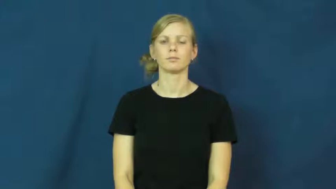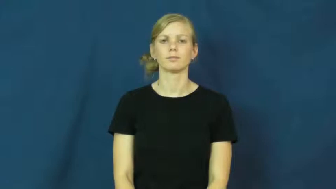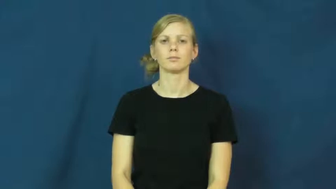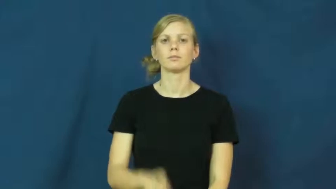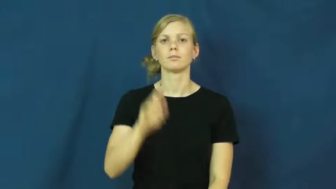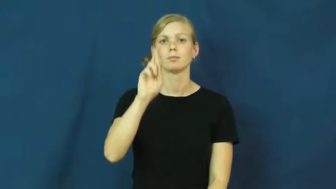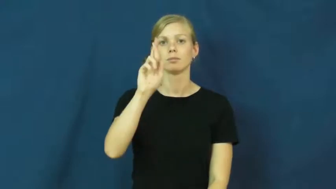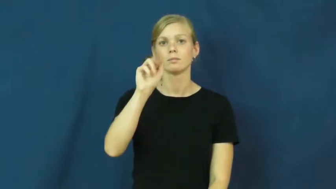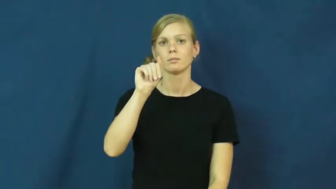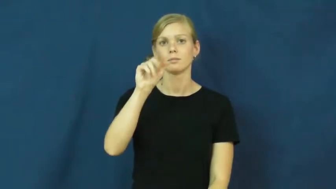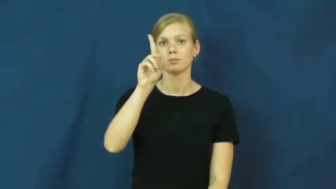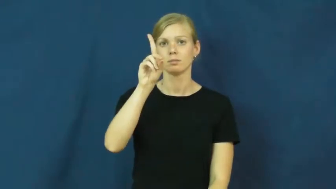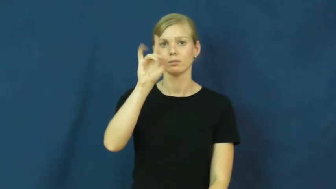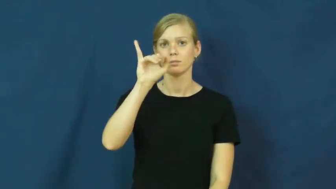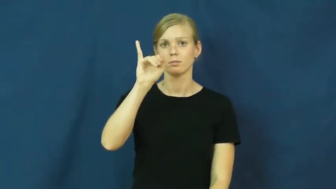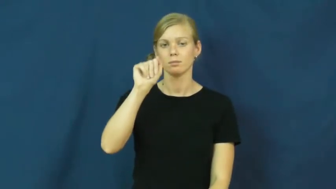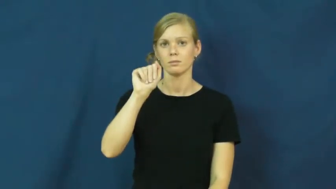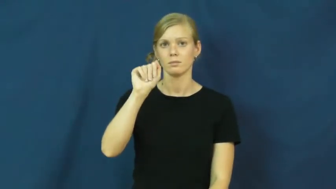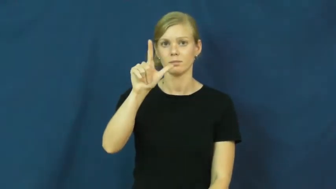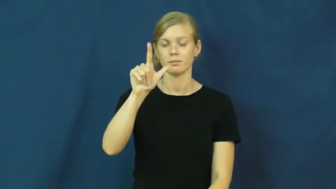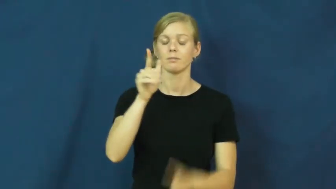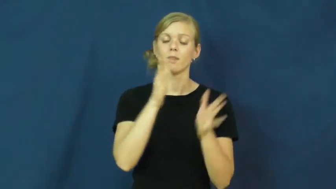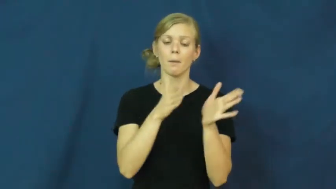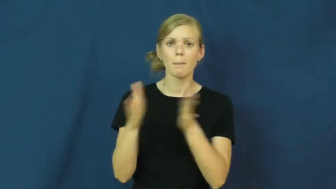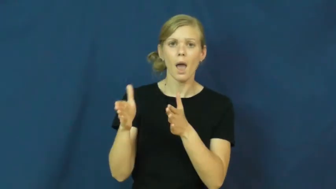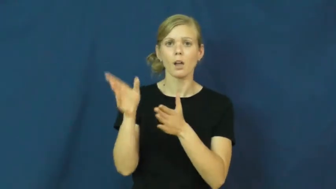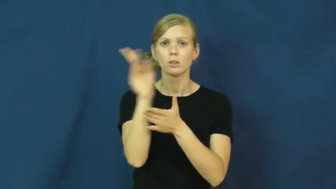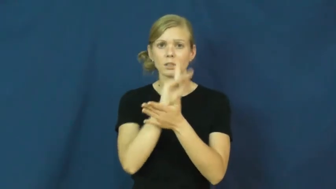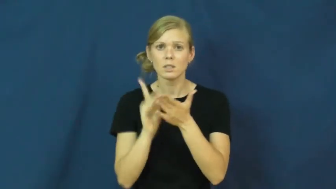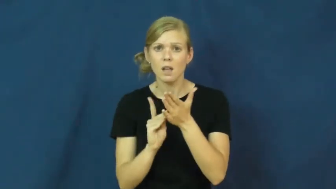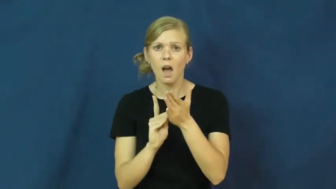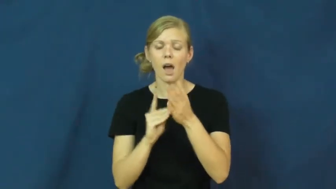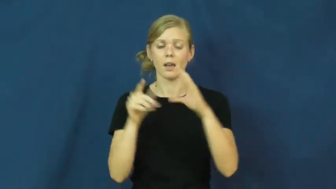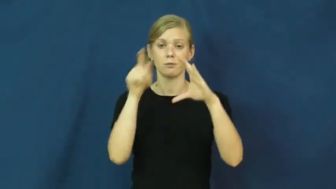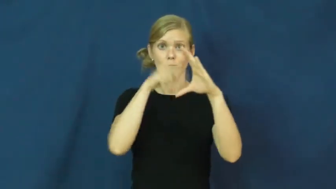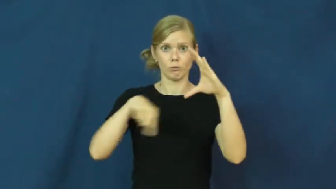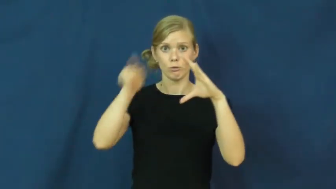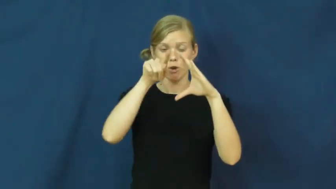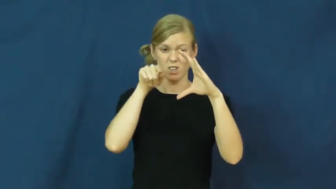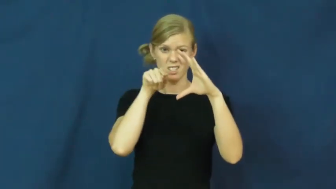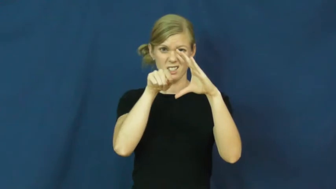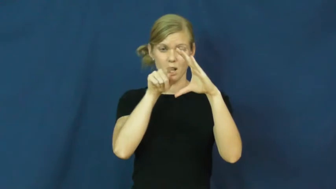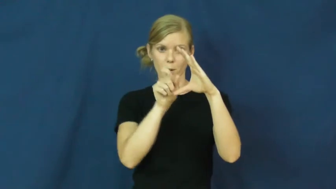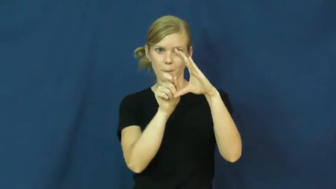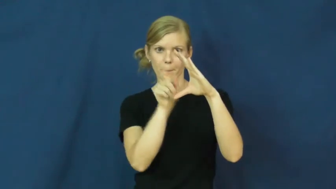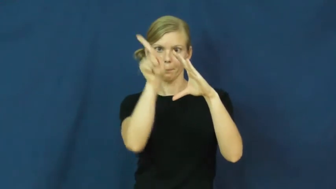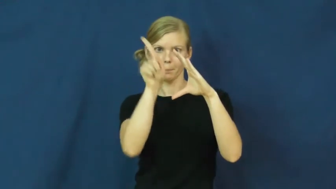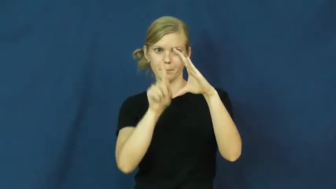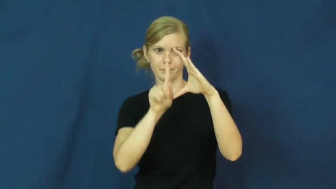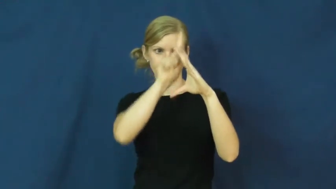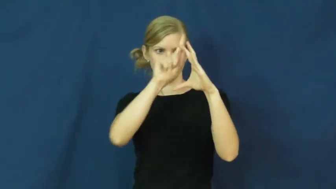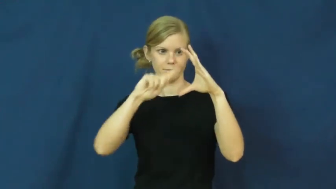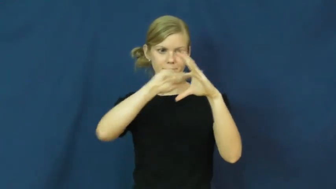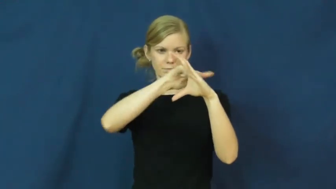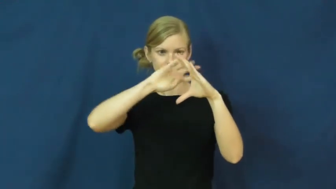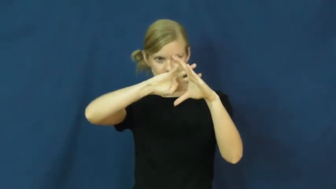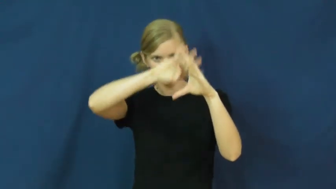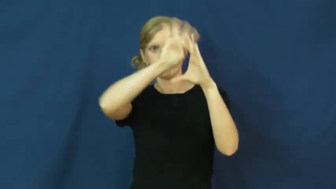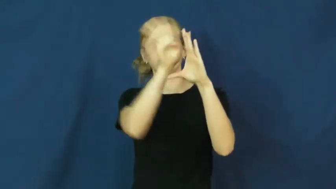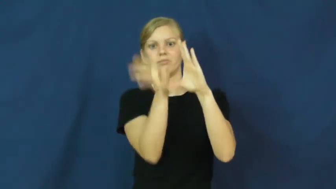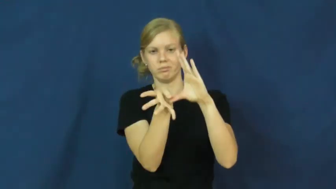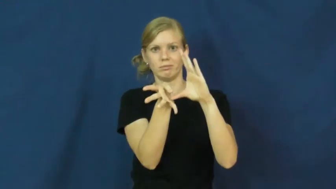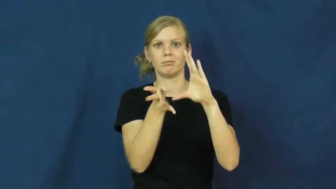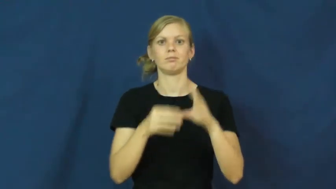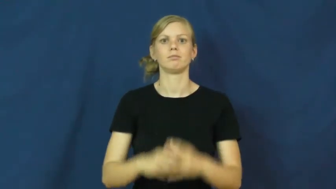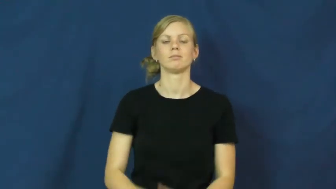radial